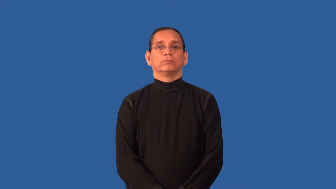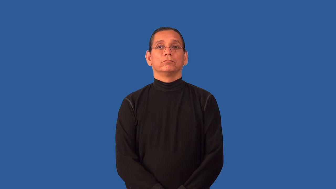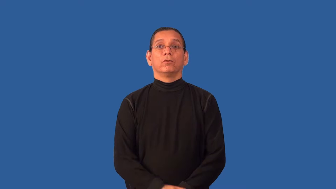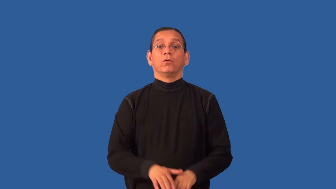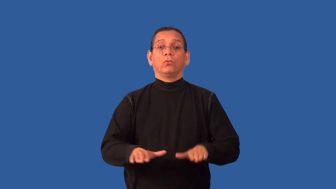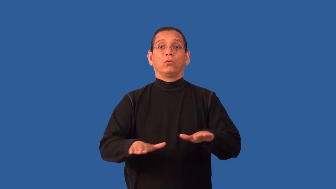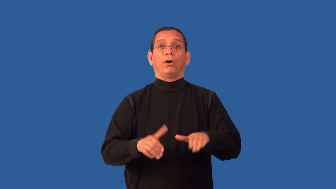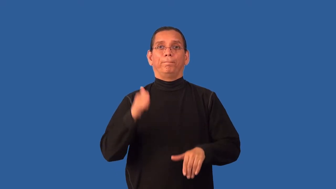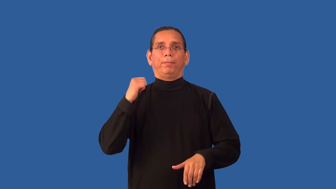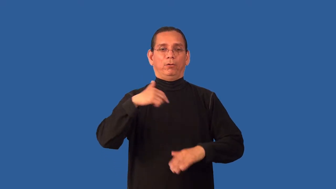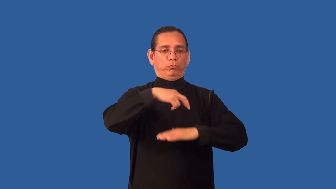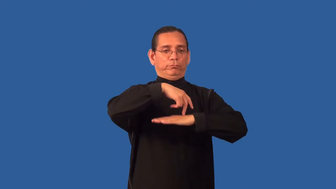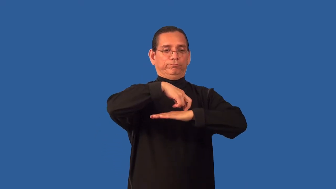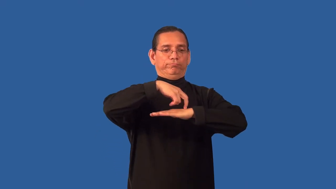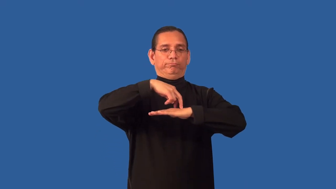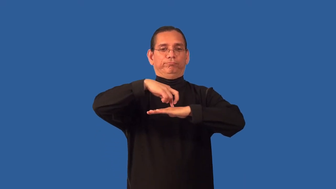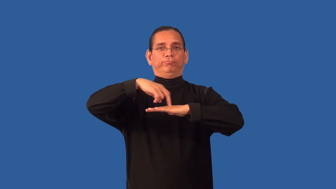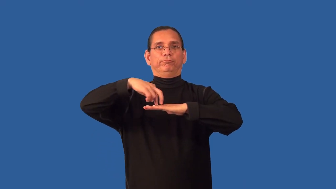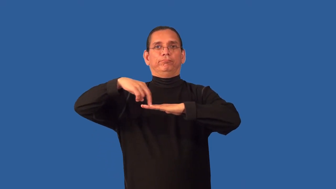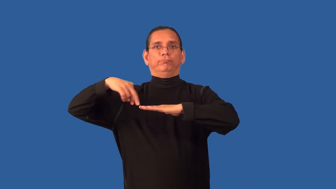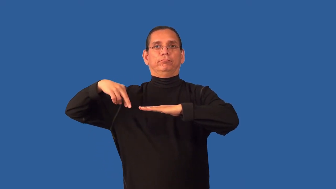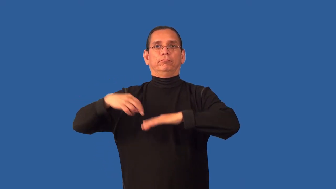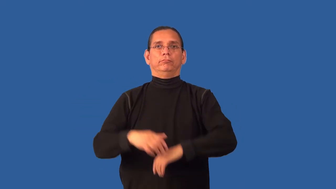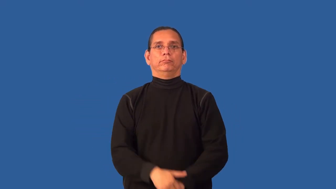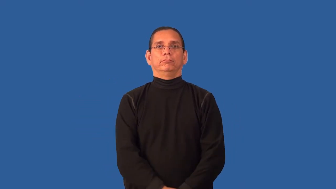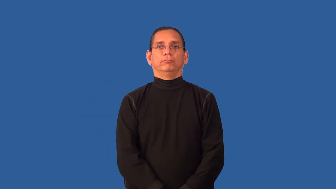back-go backwards